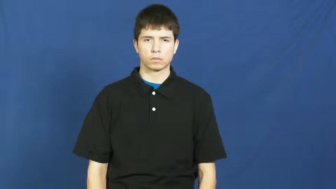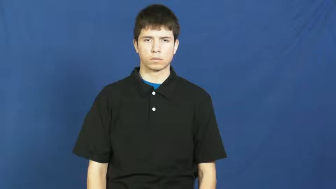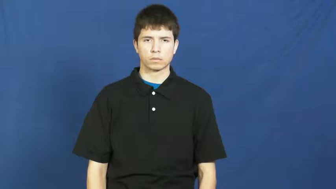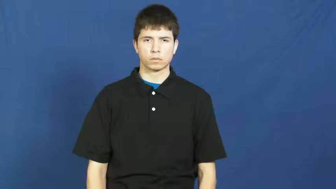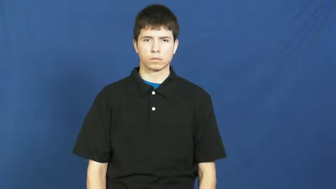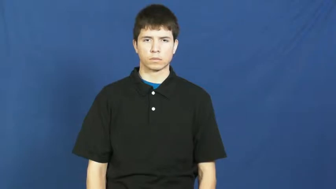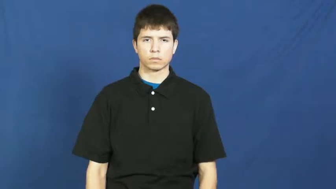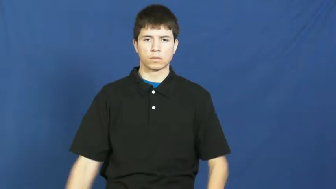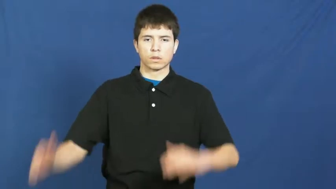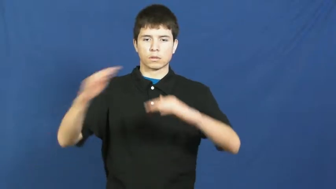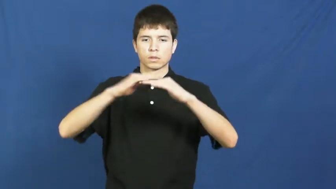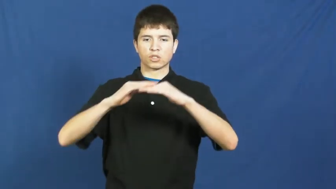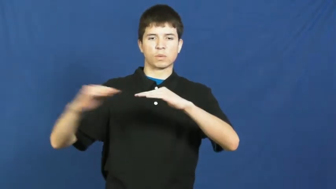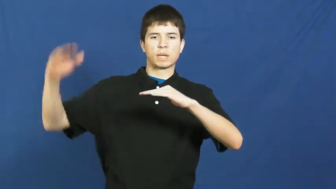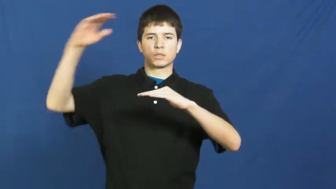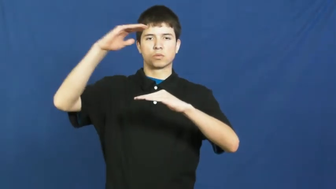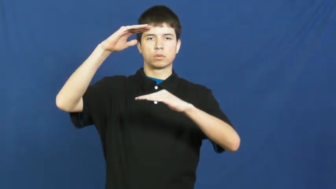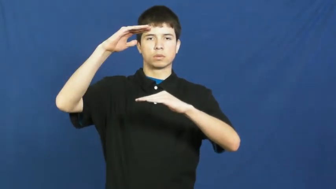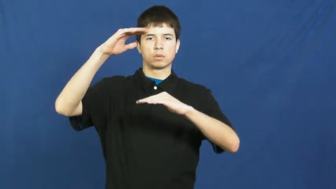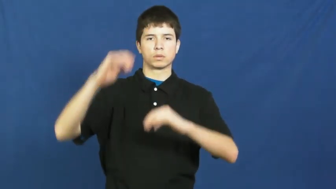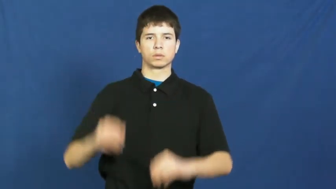surpass